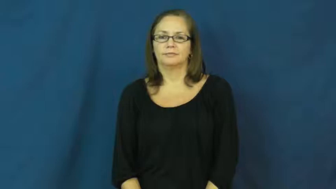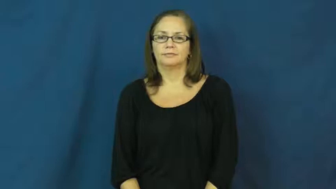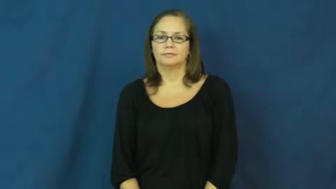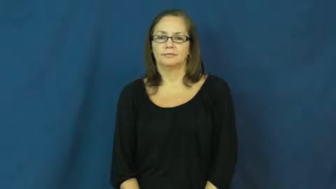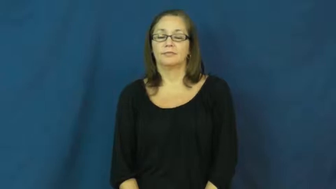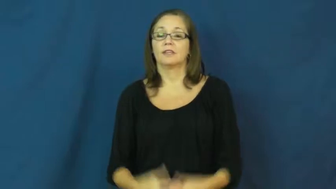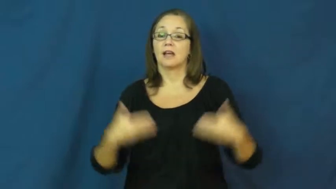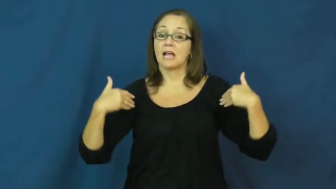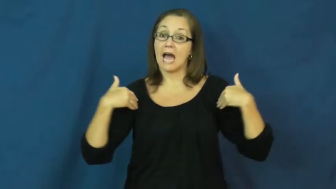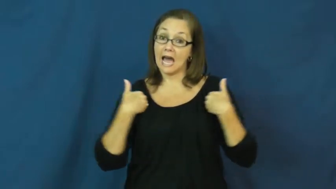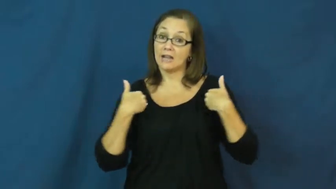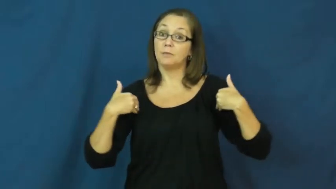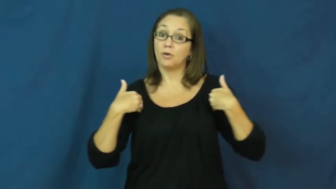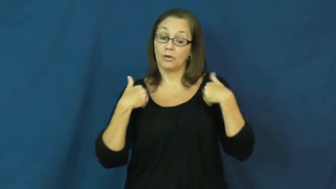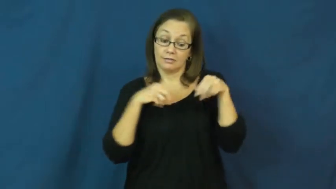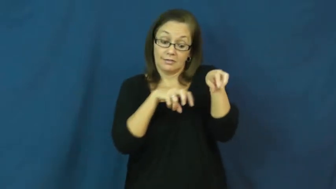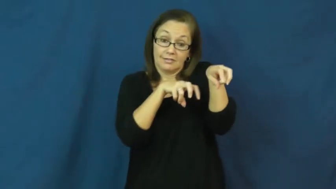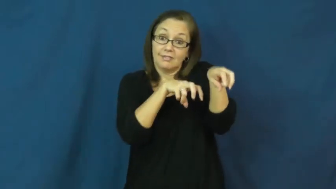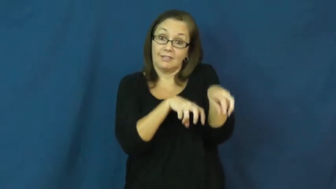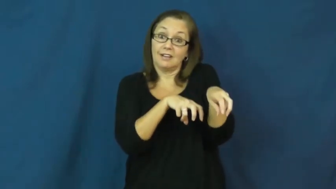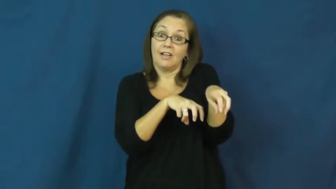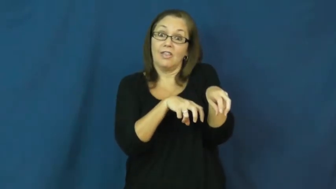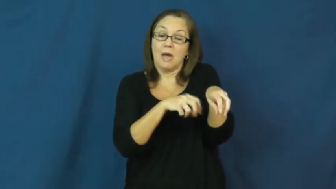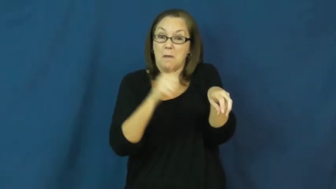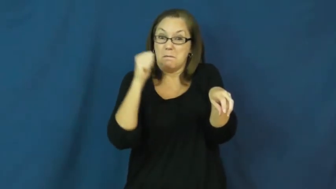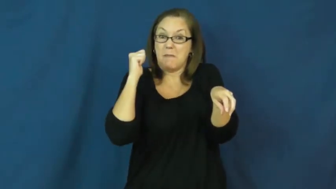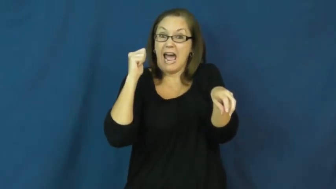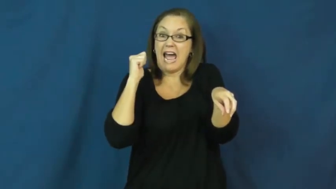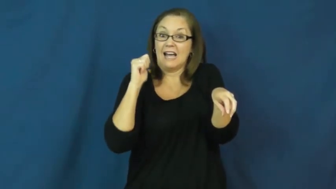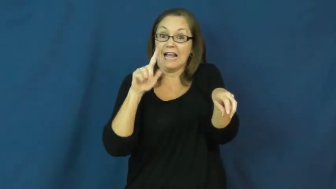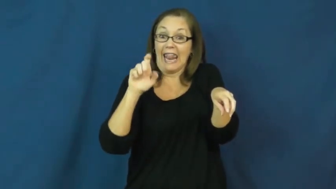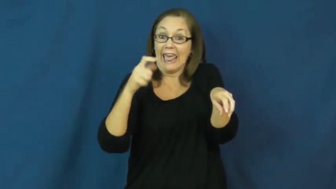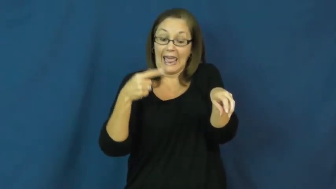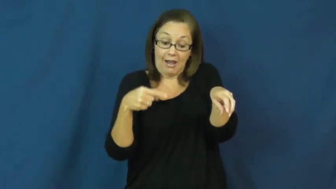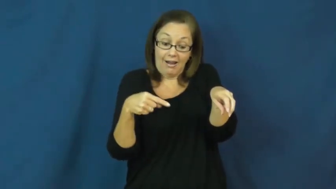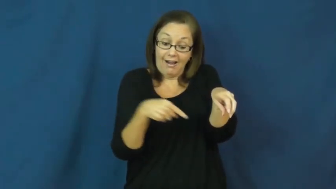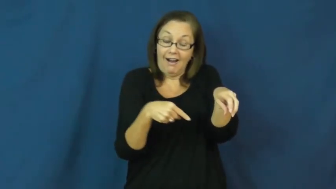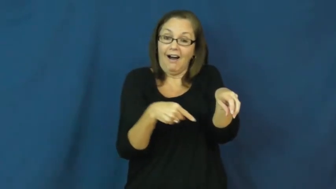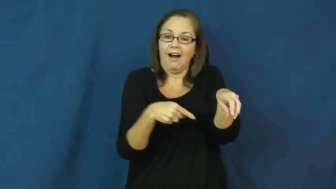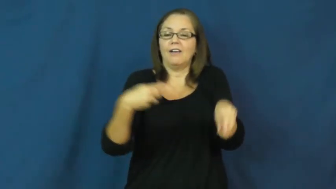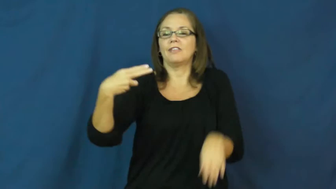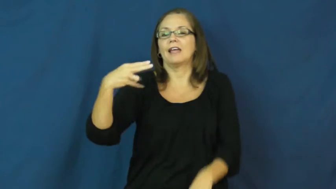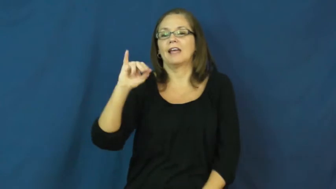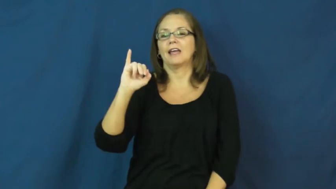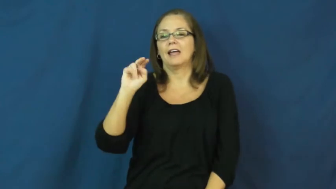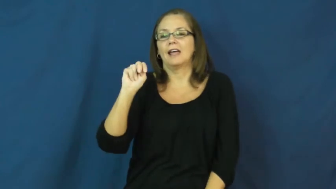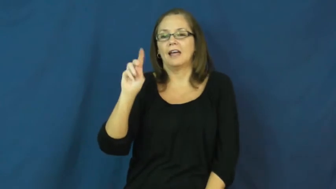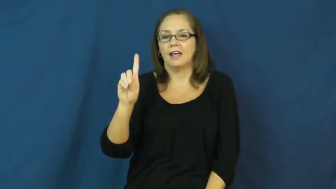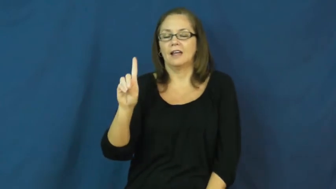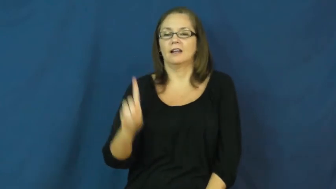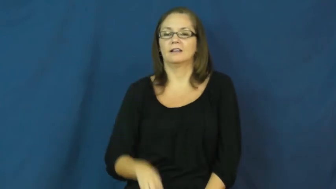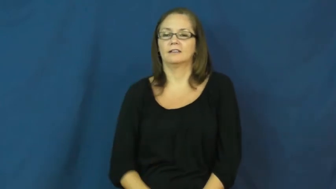hind